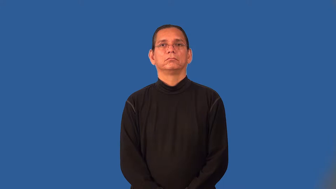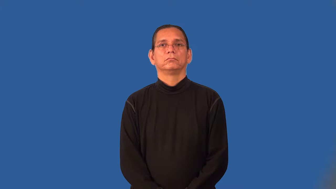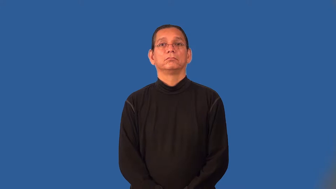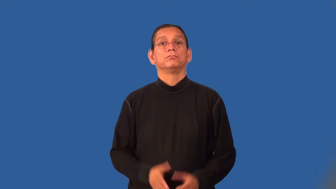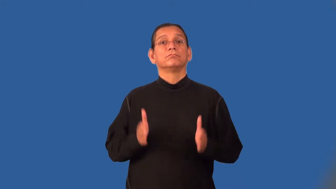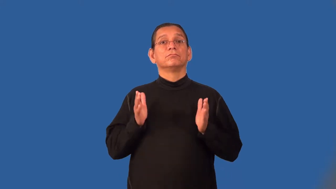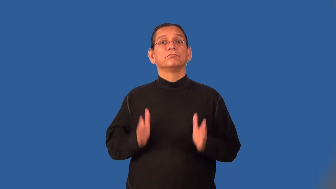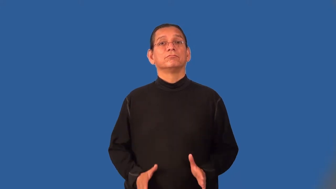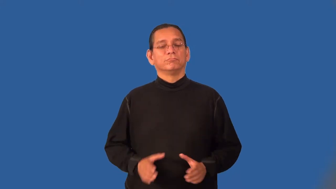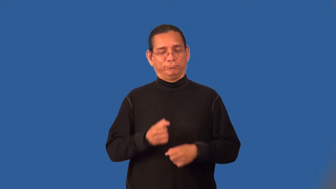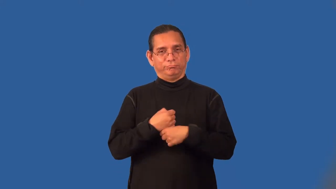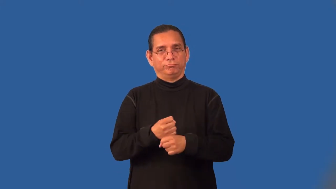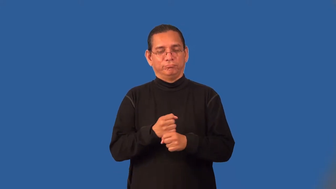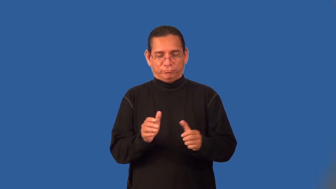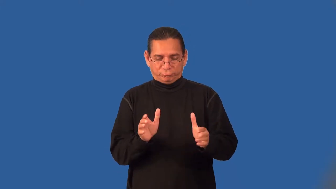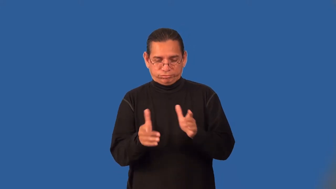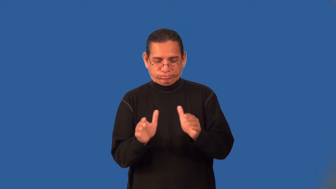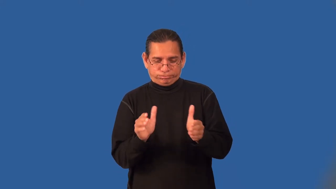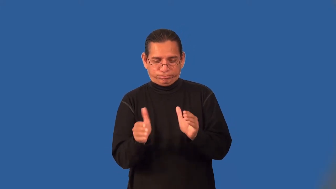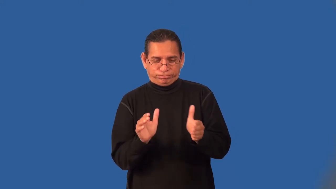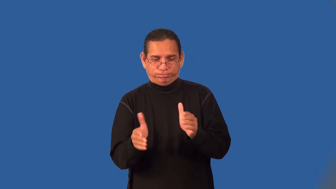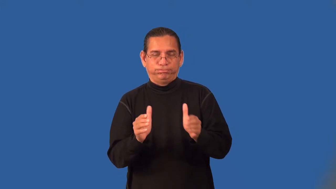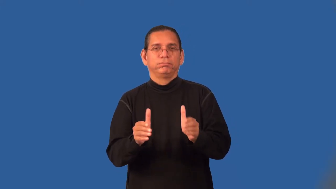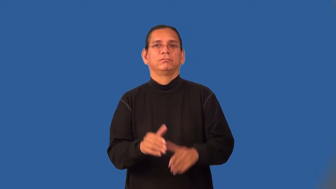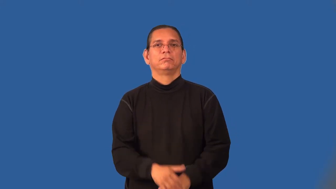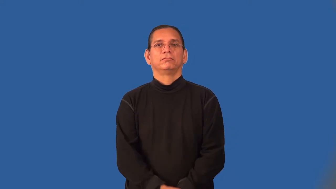potter